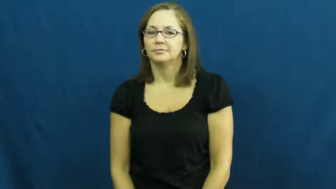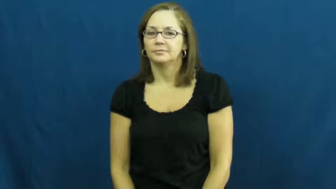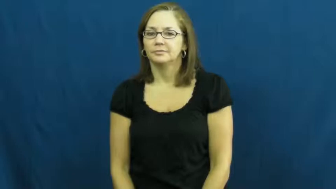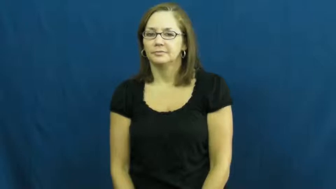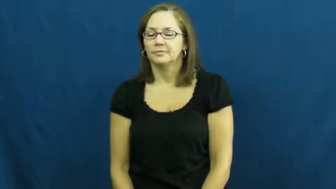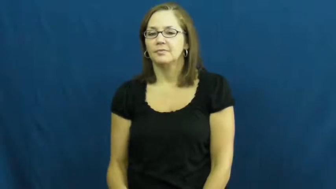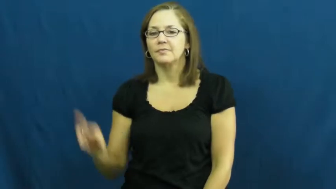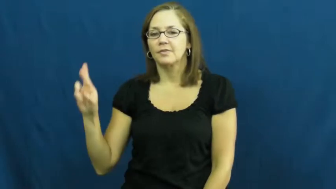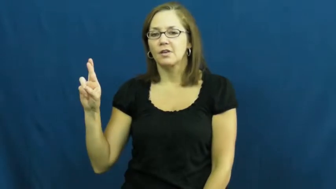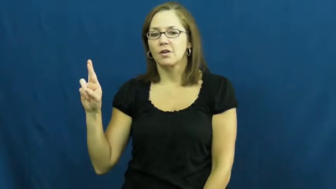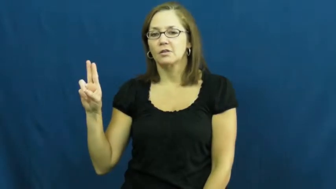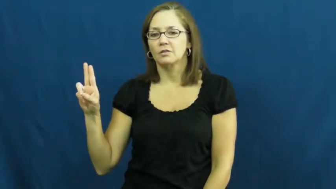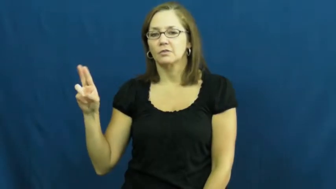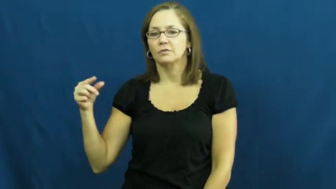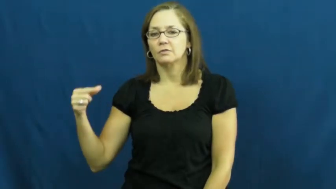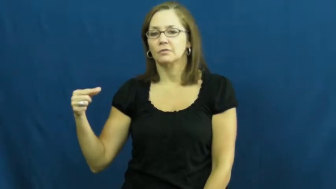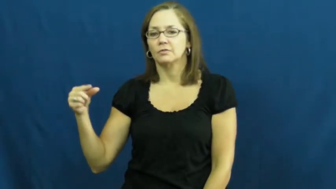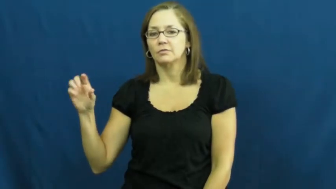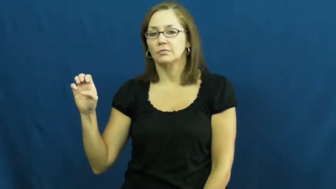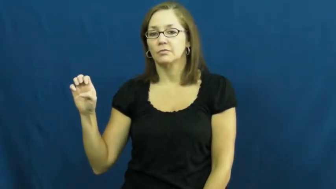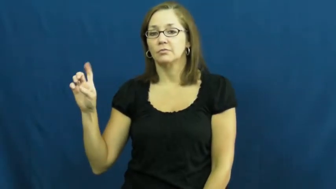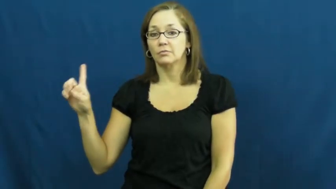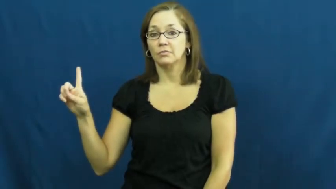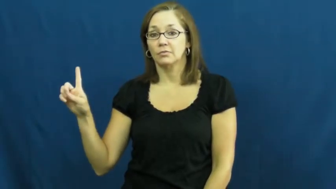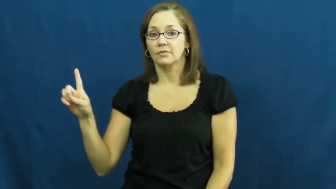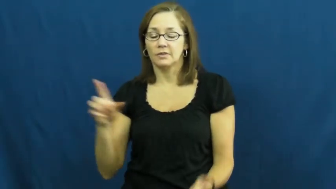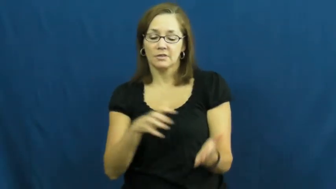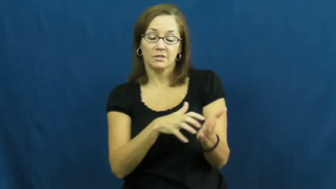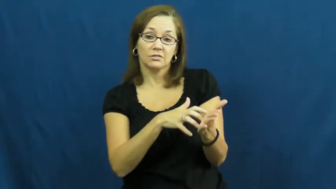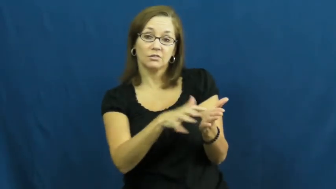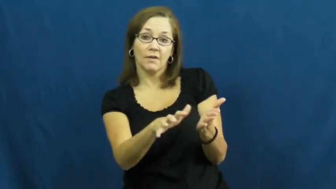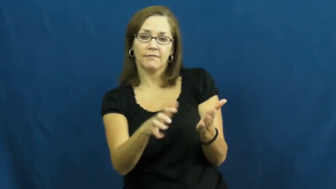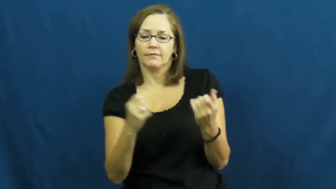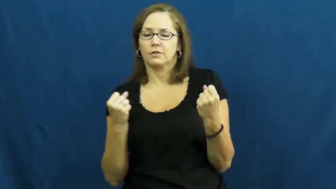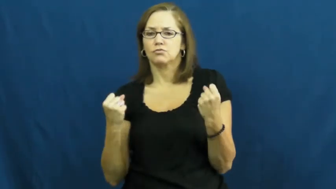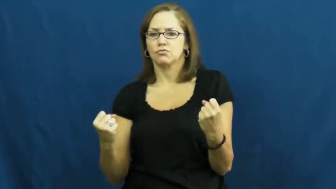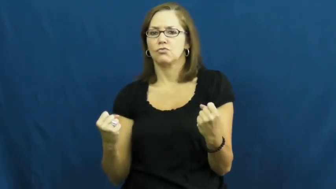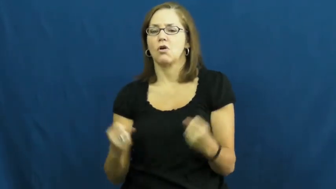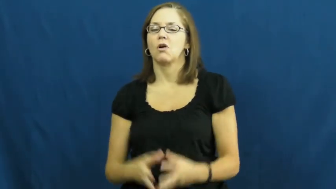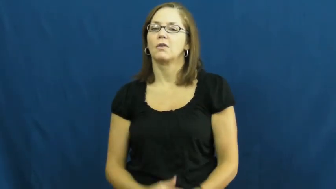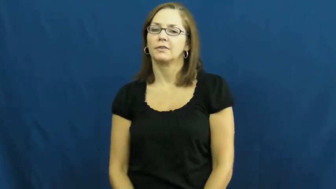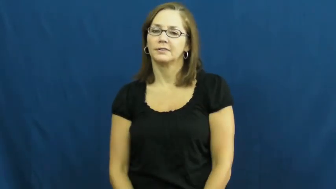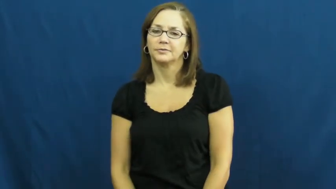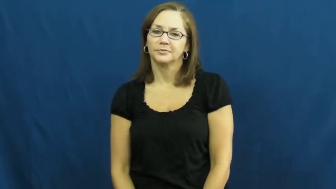rugged